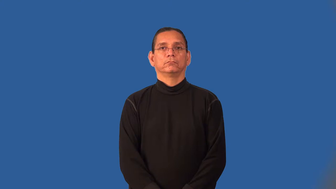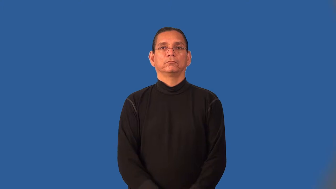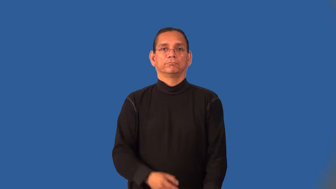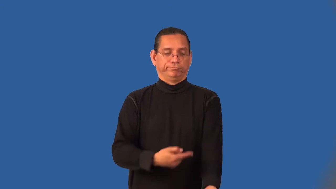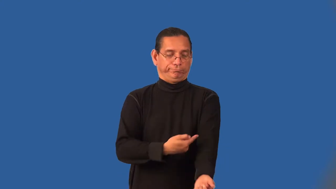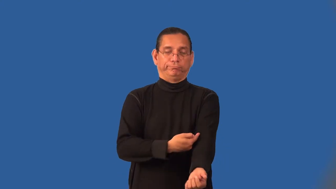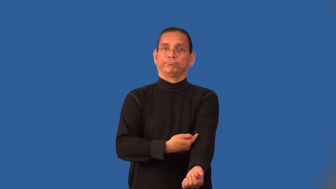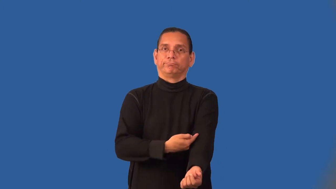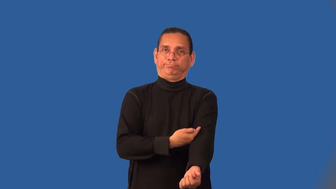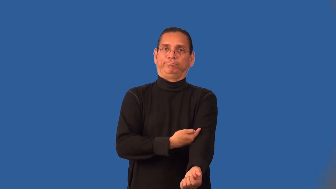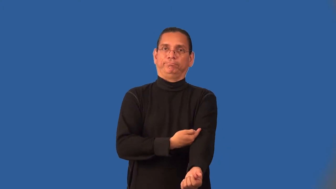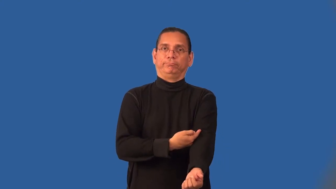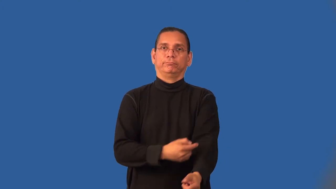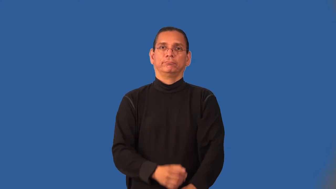intravenous